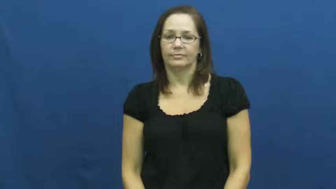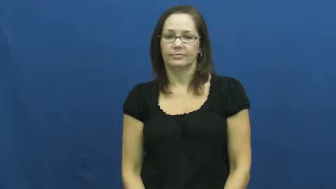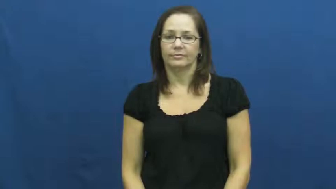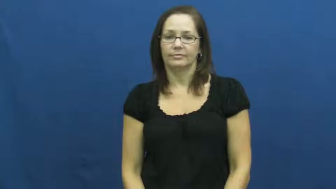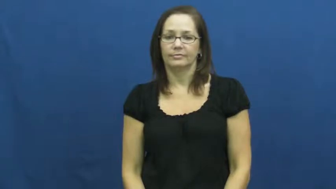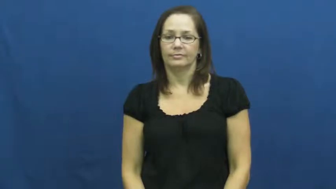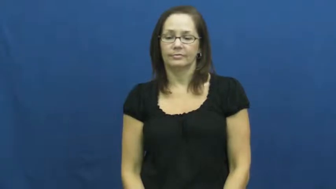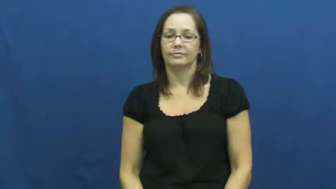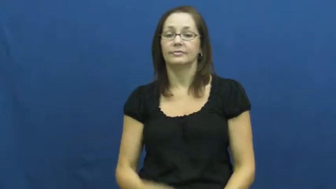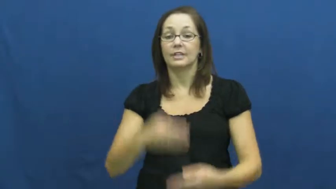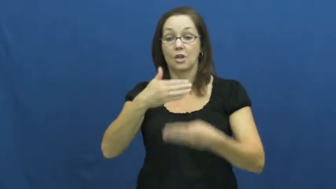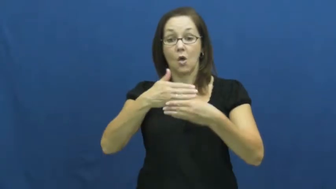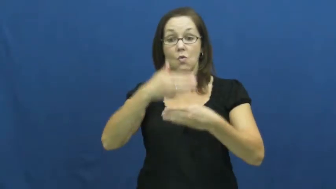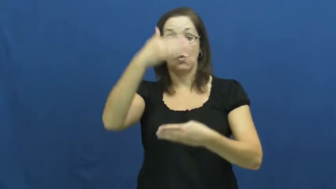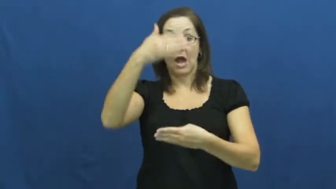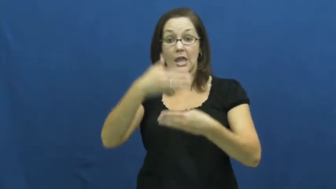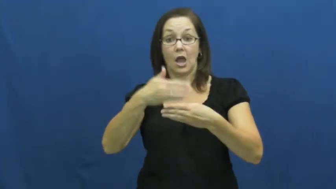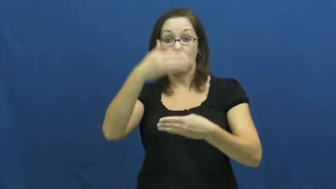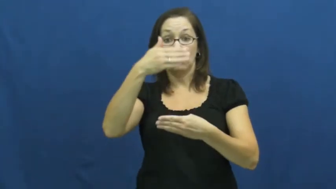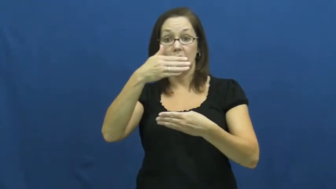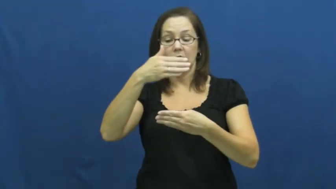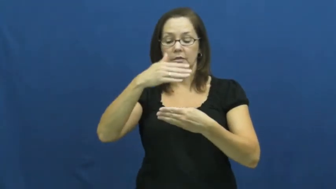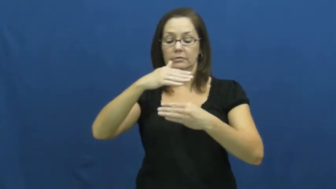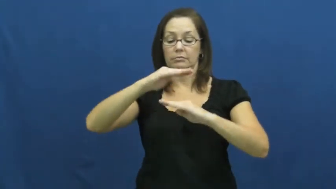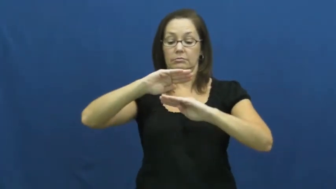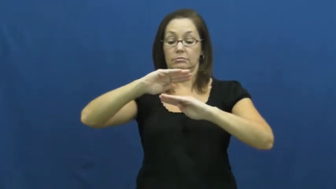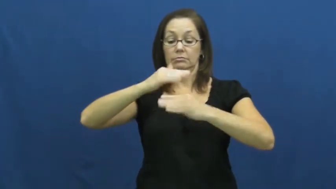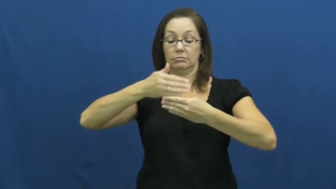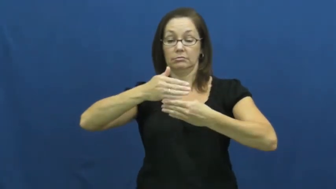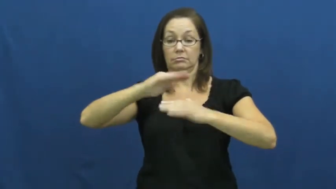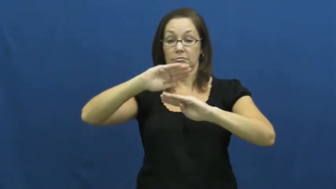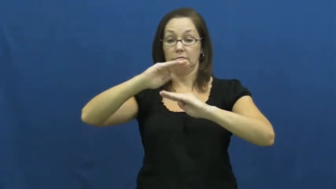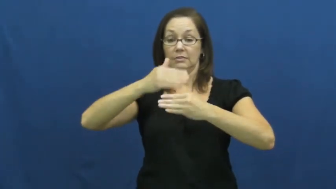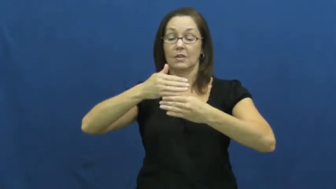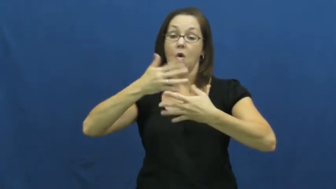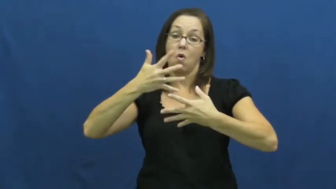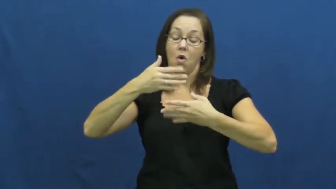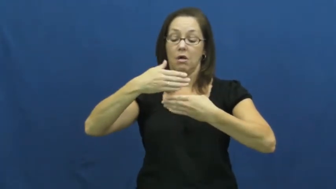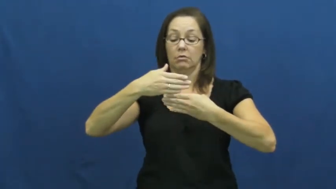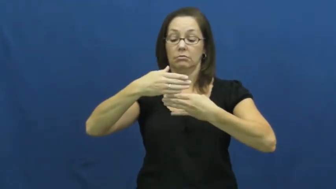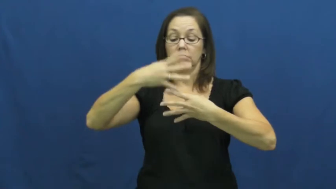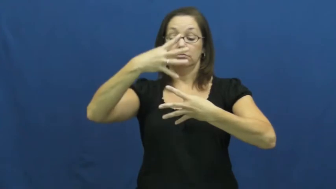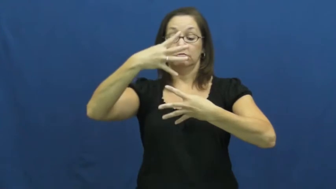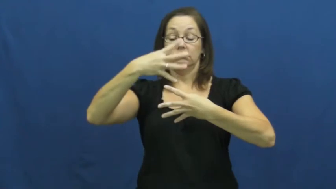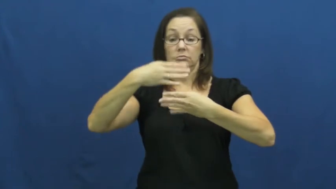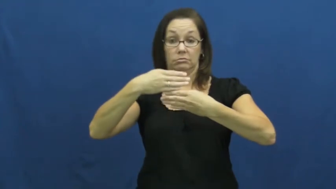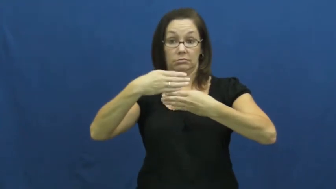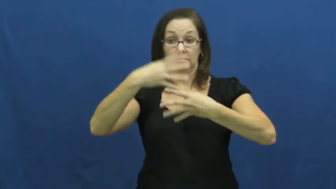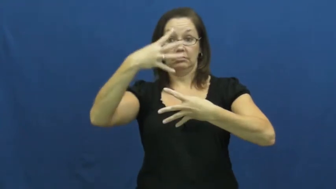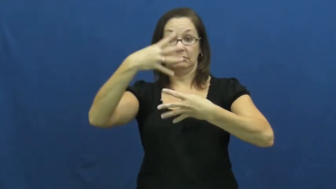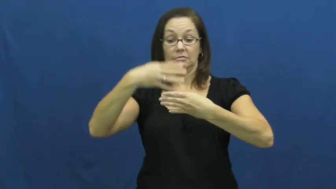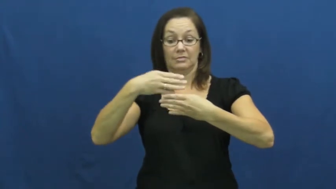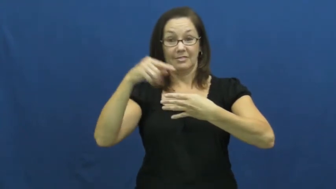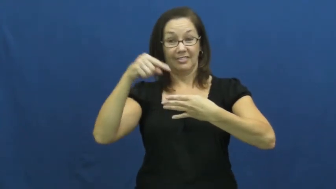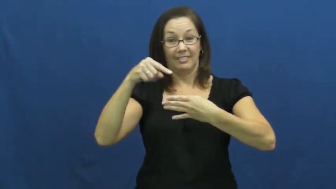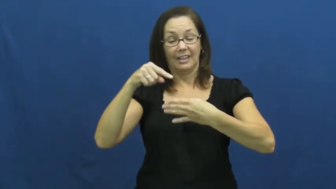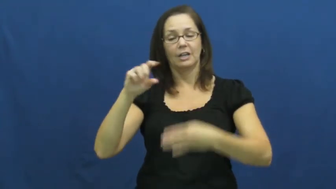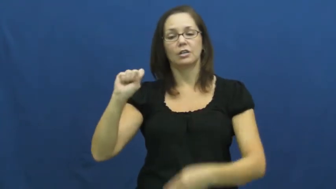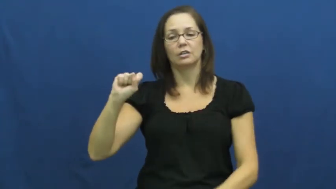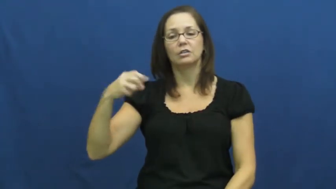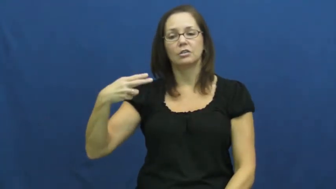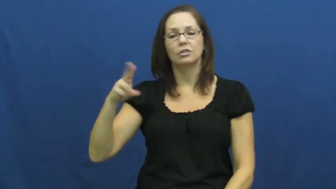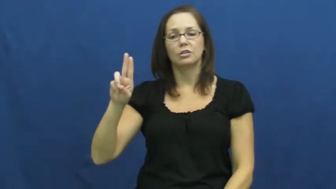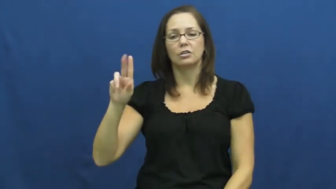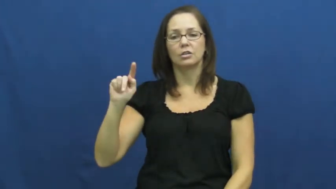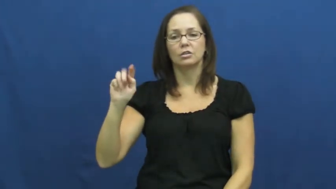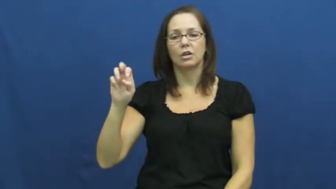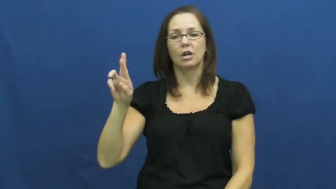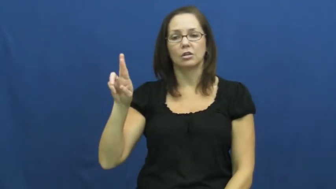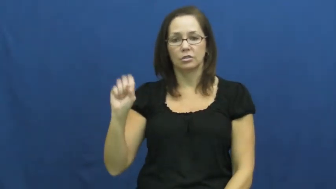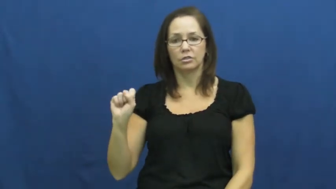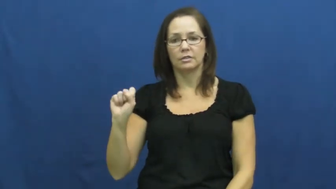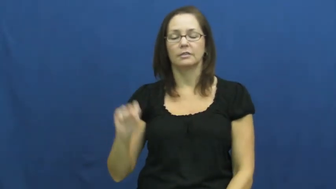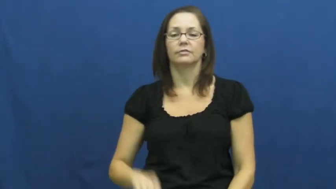shutters